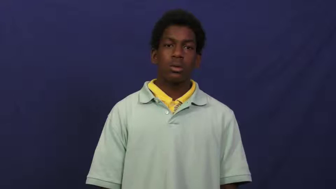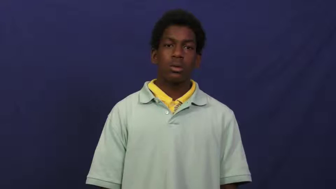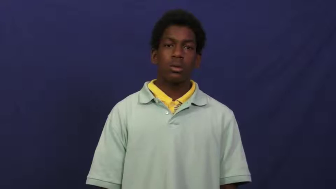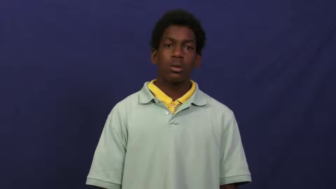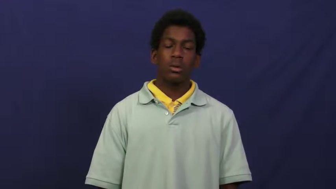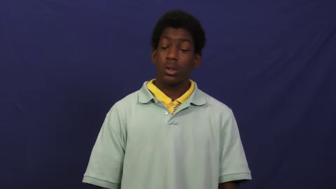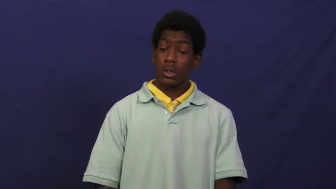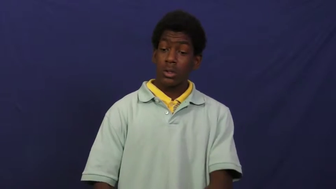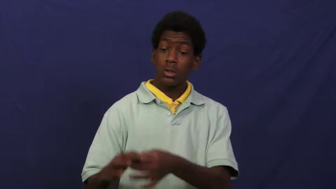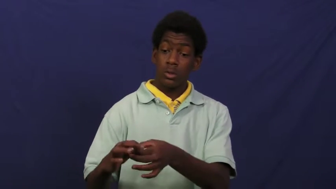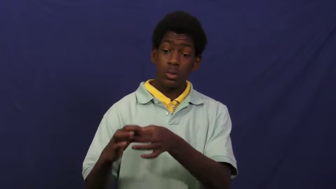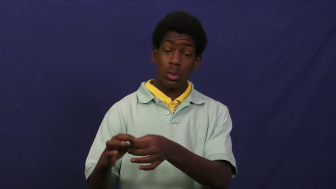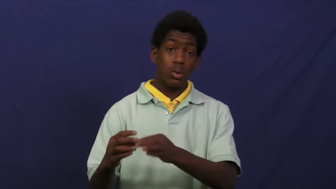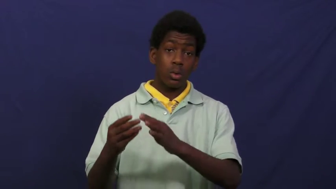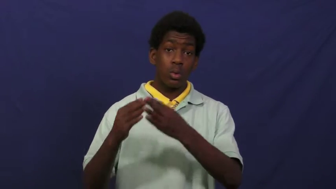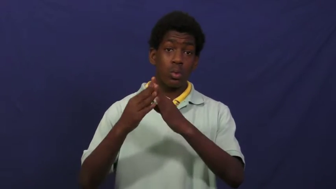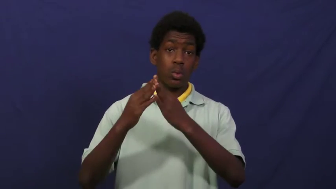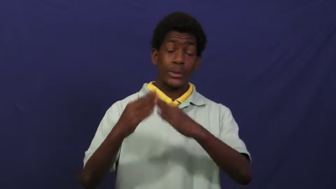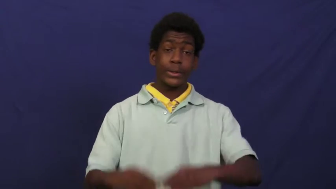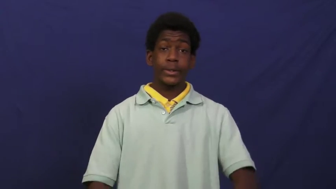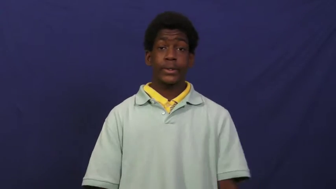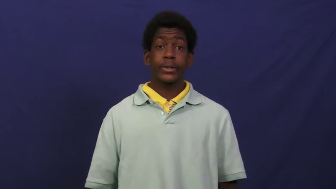cosmoplolitan